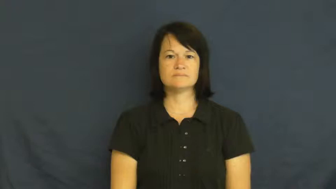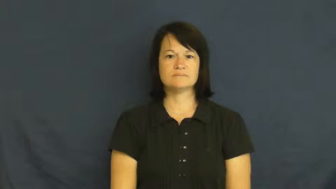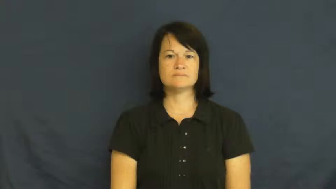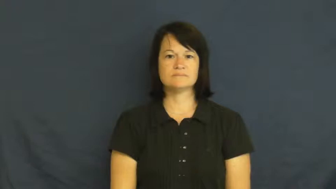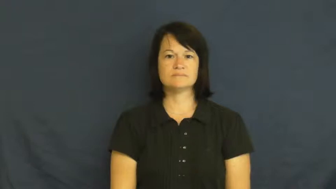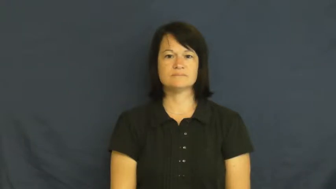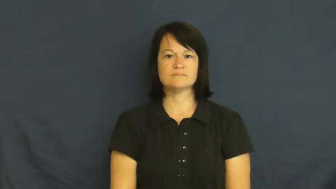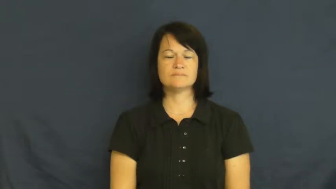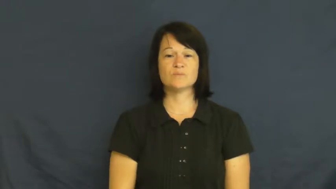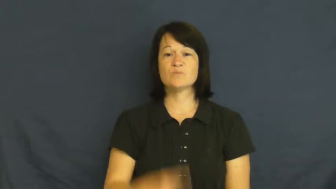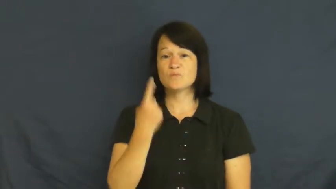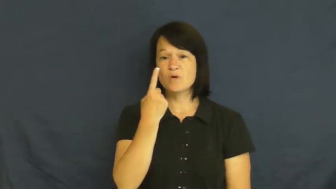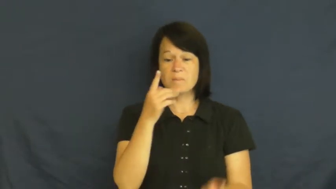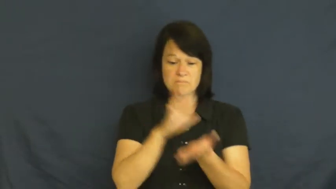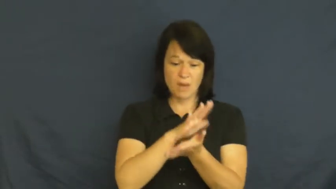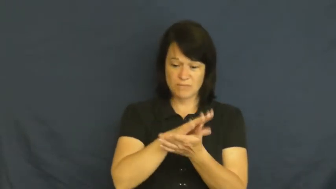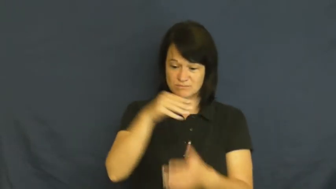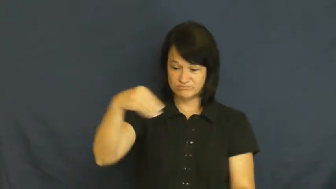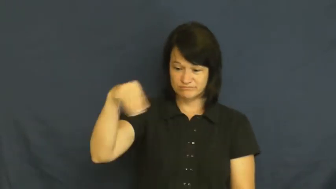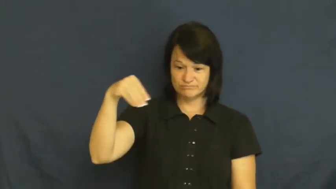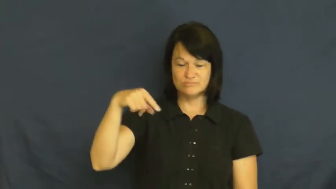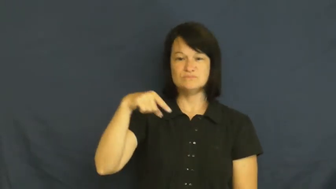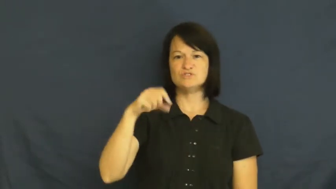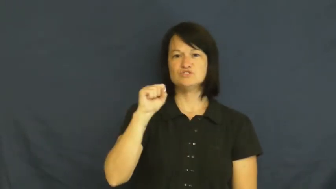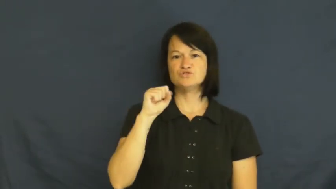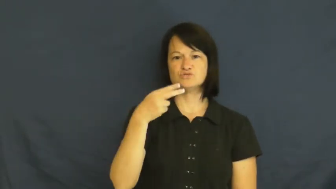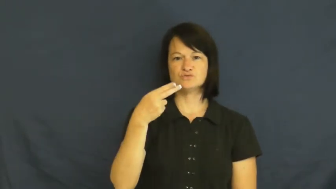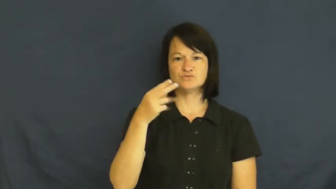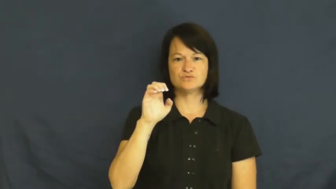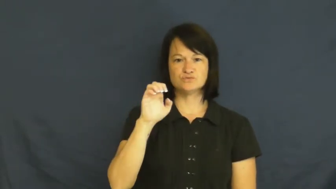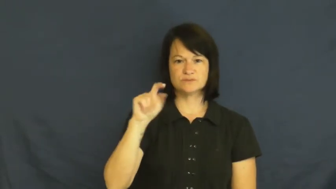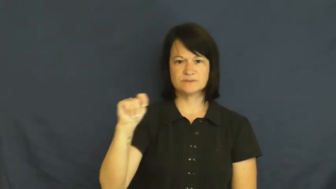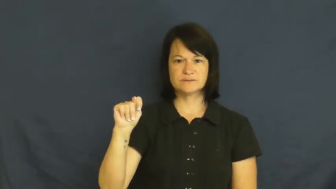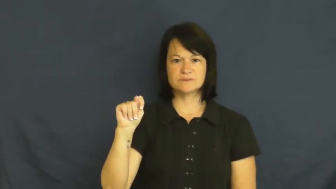sheet-paper